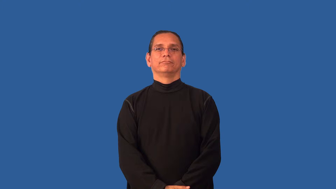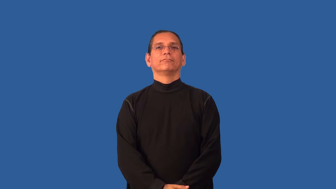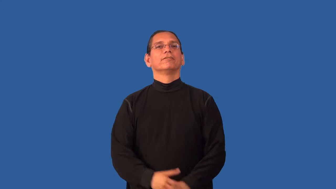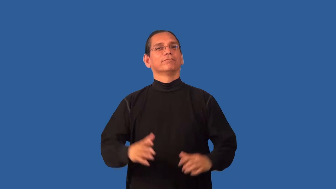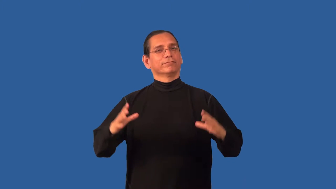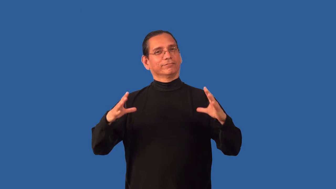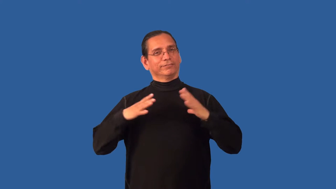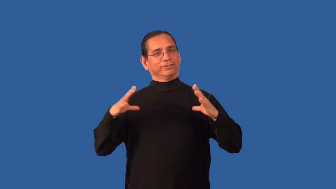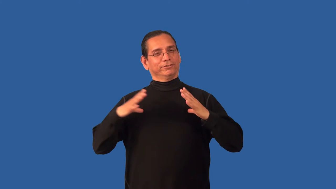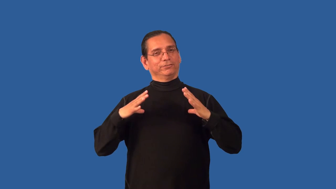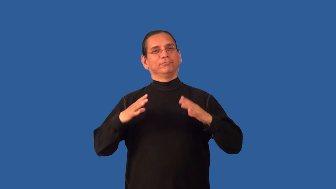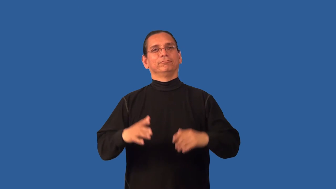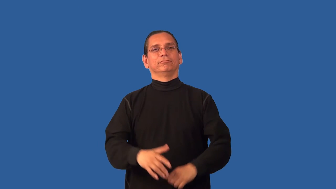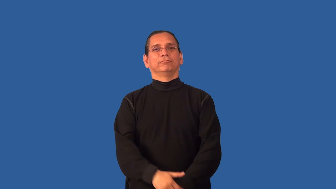break-vacation